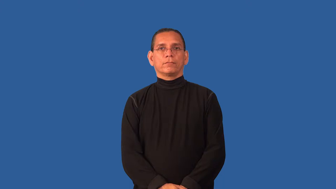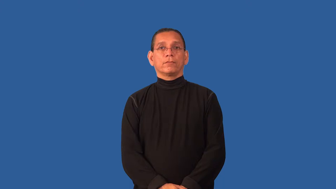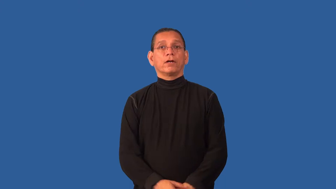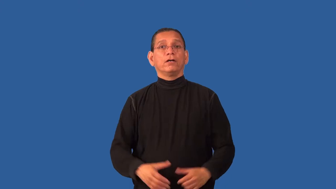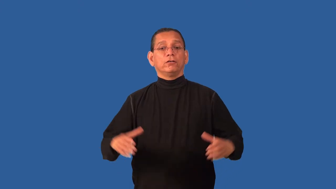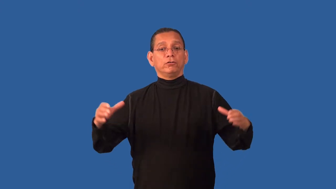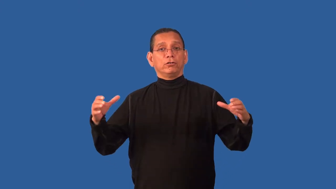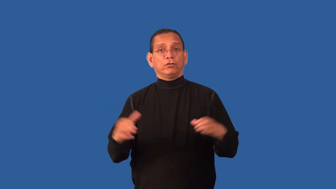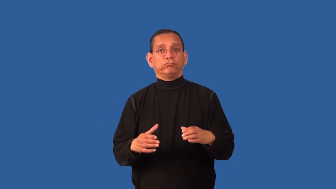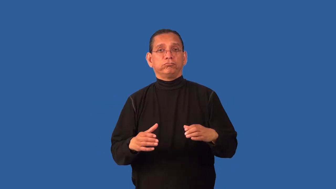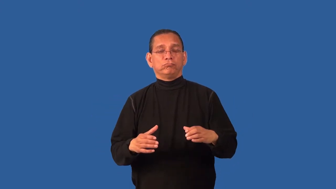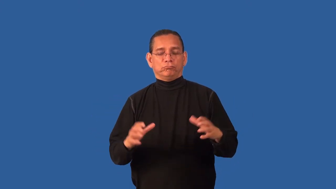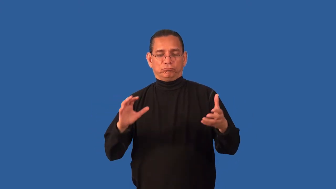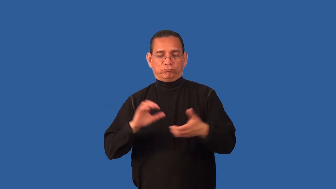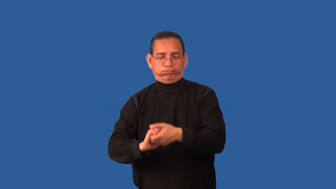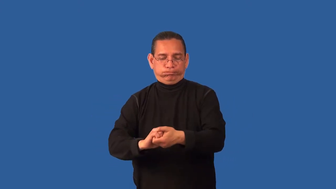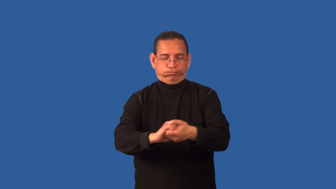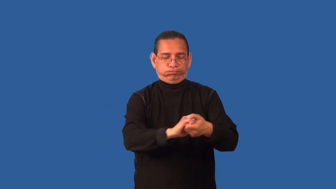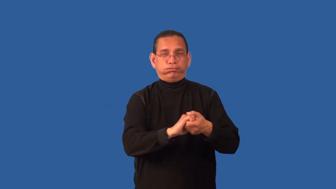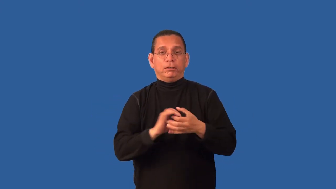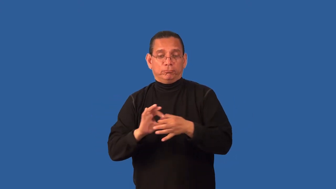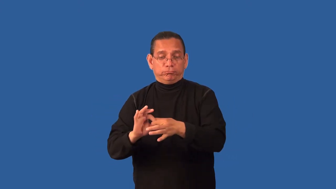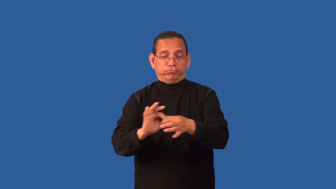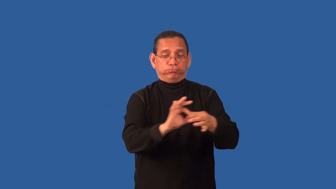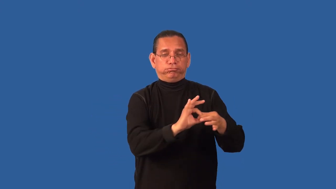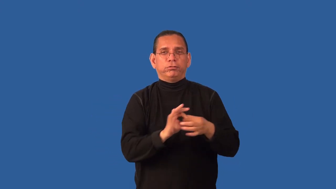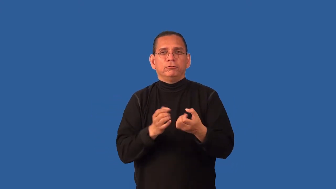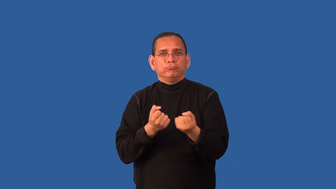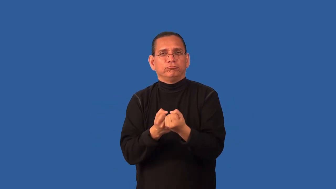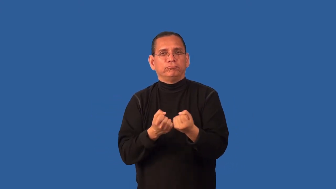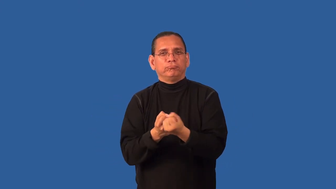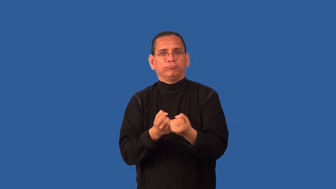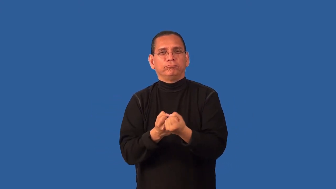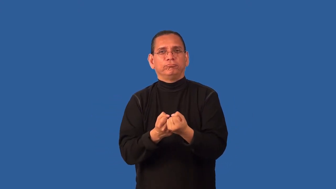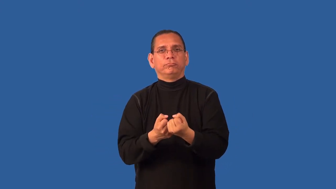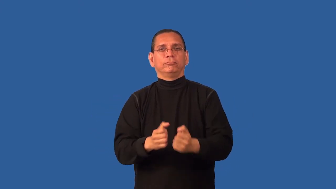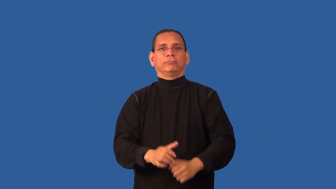brotherhood